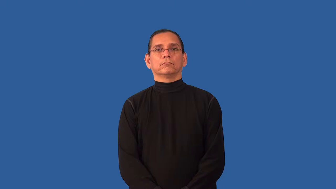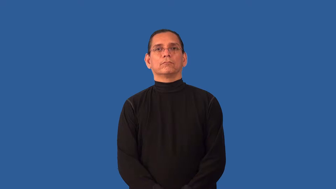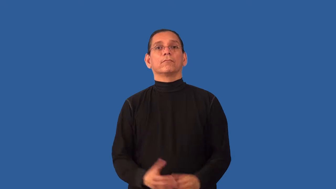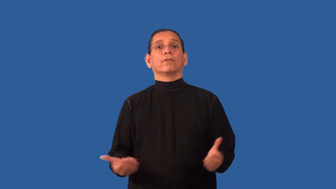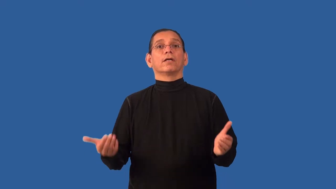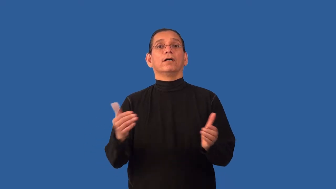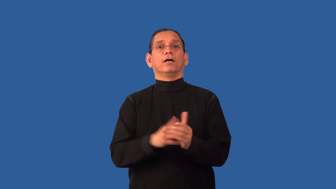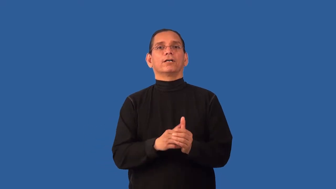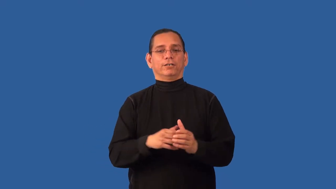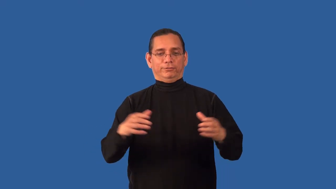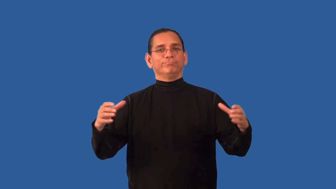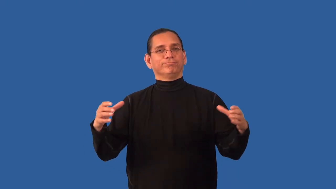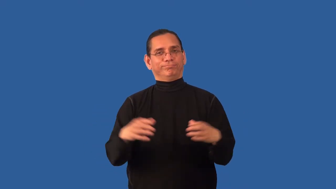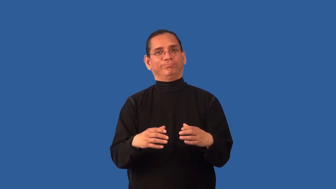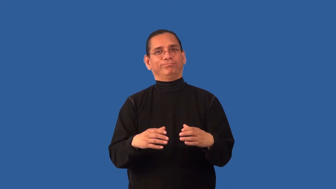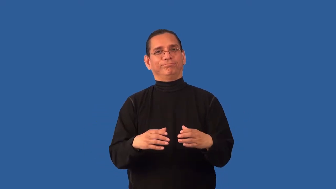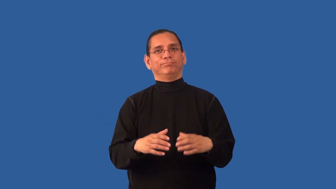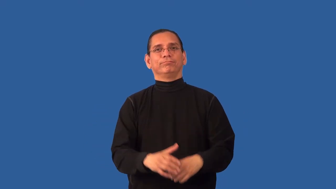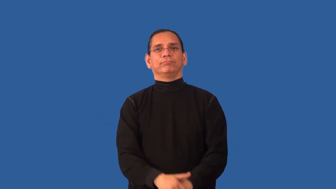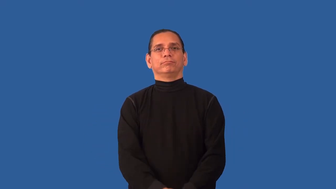reunite